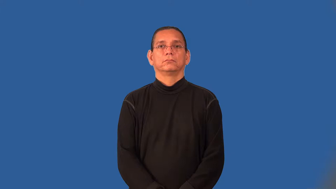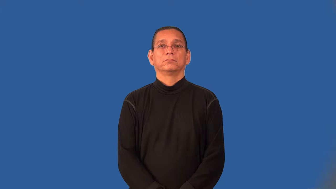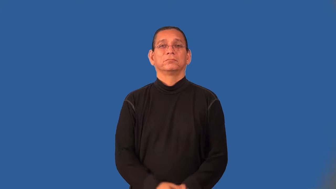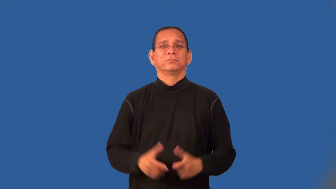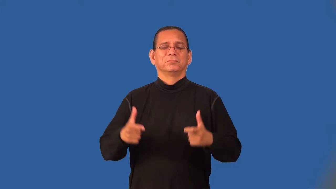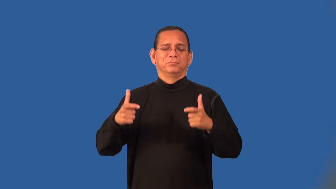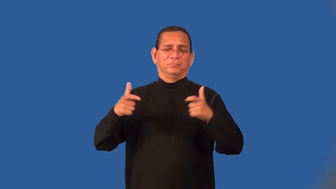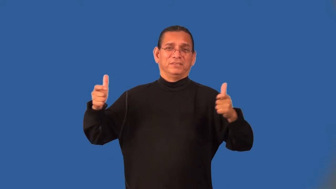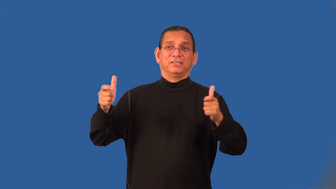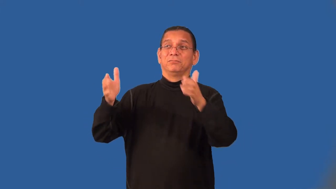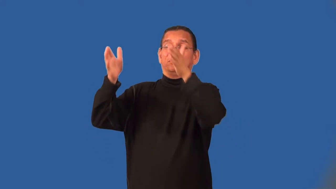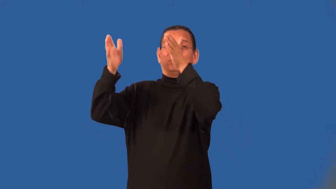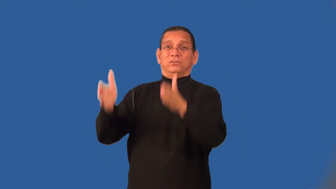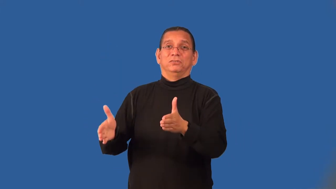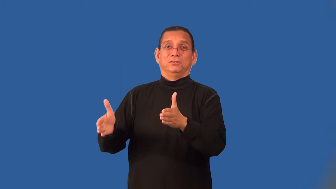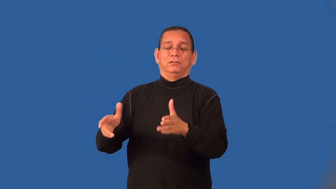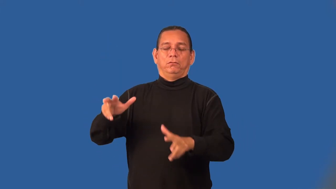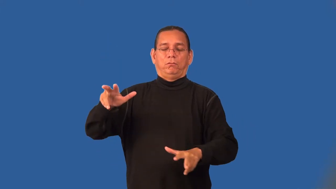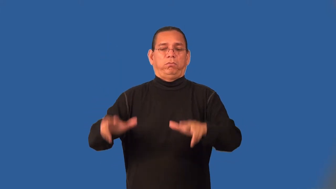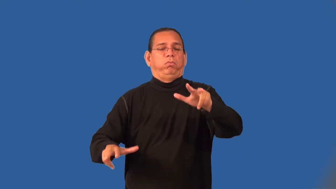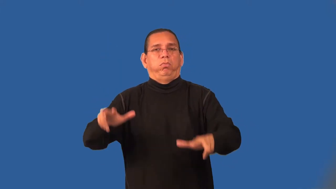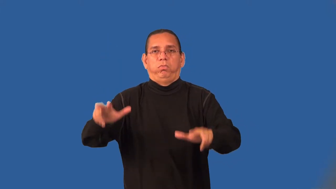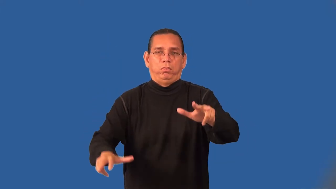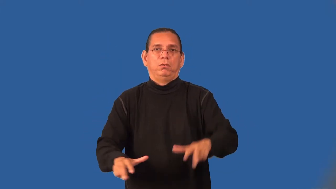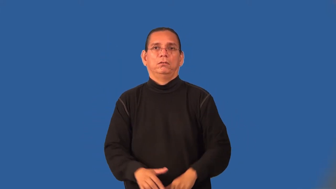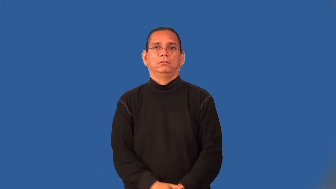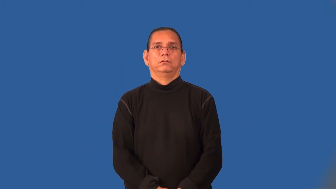lubber